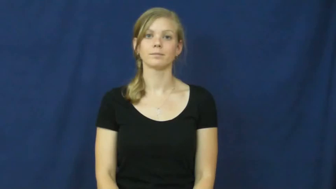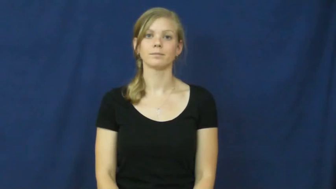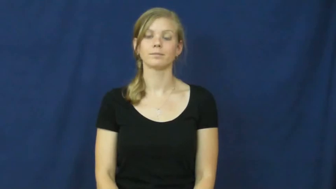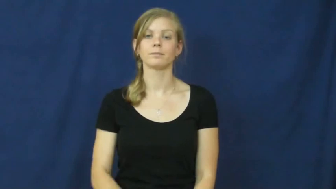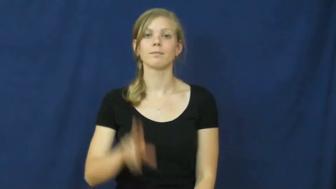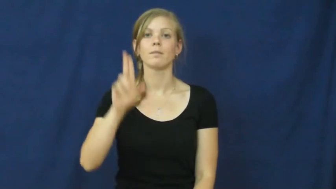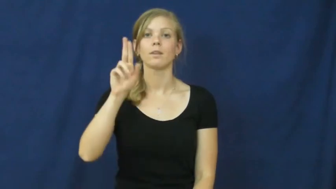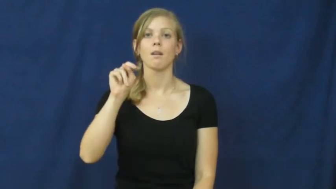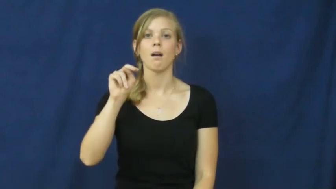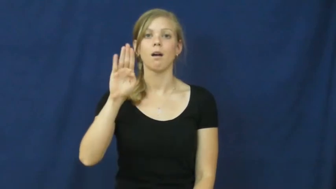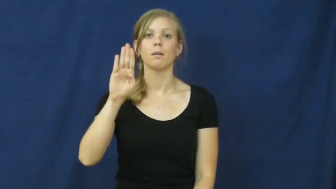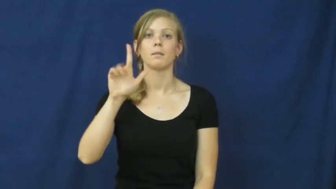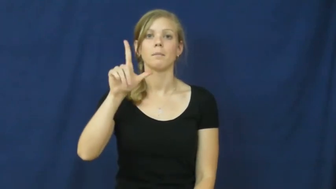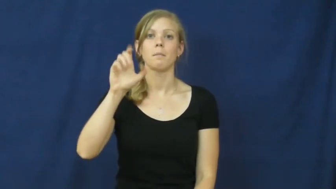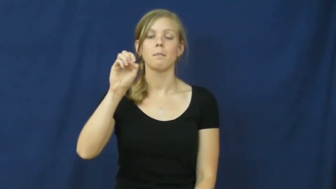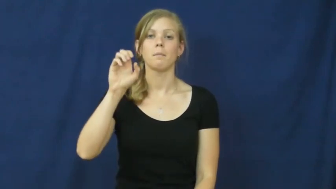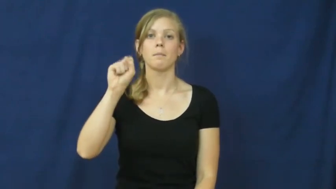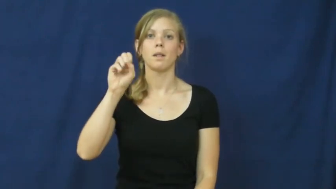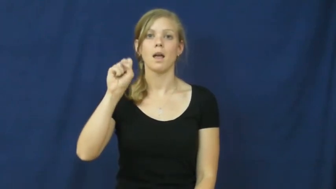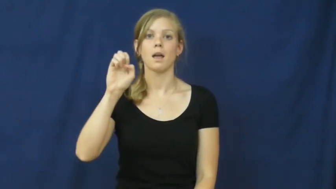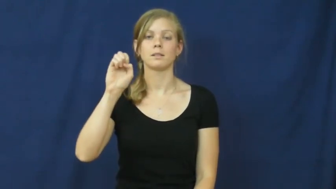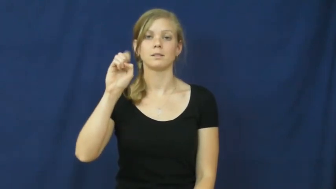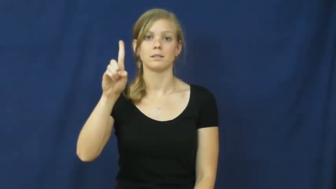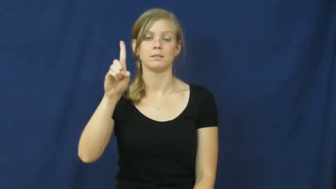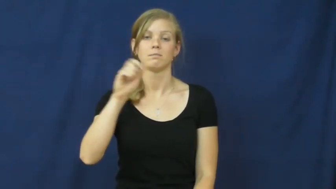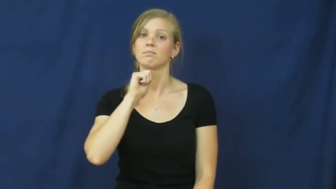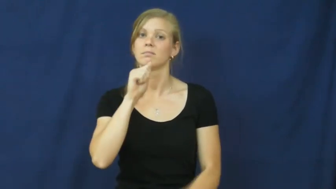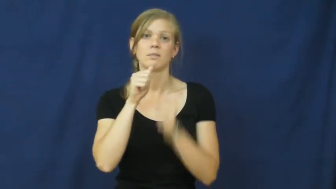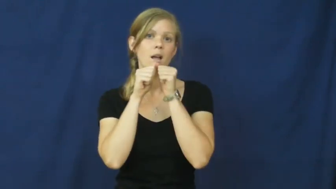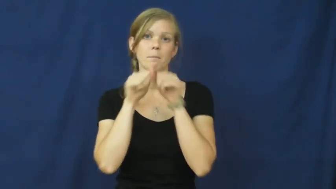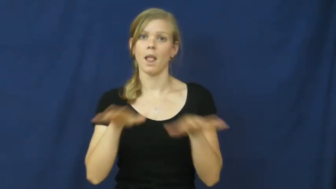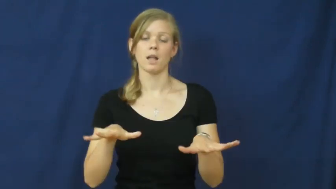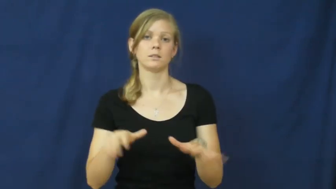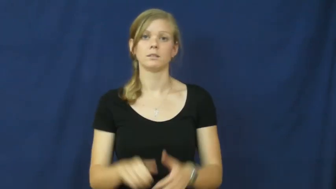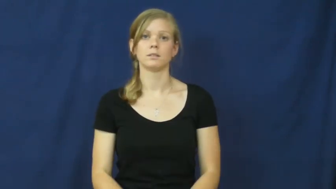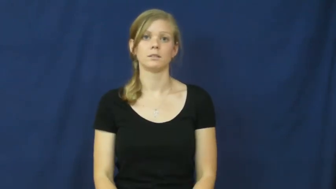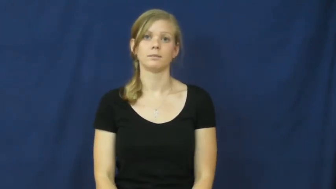unblessed